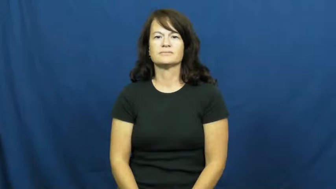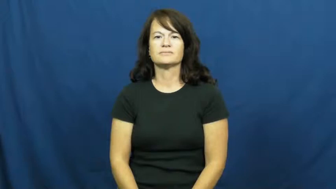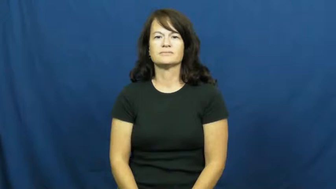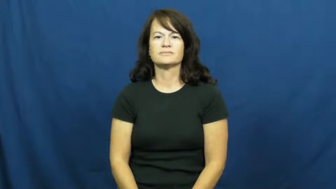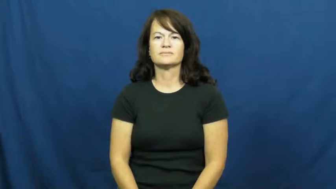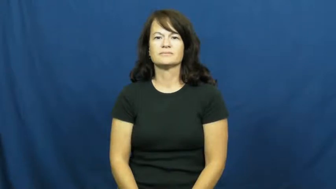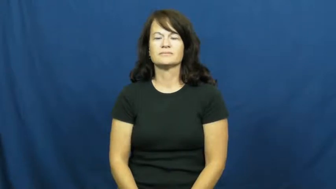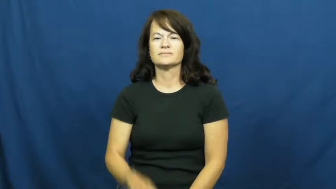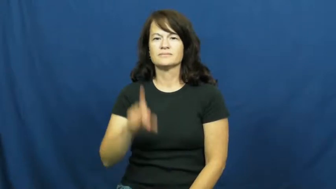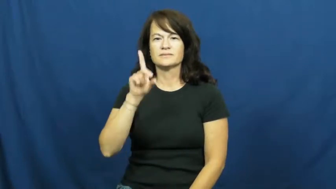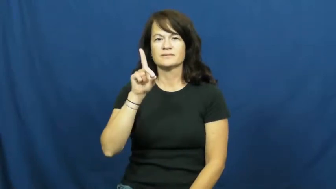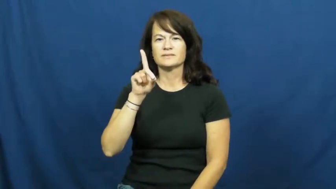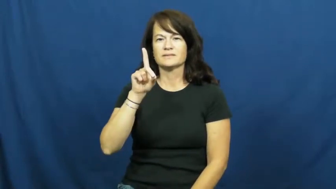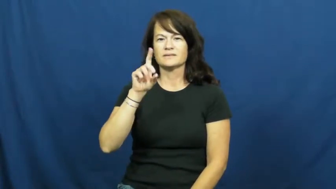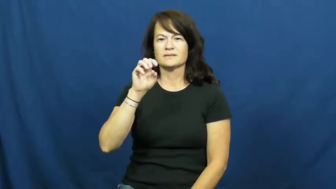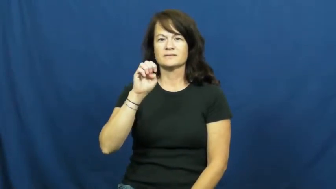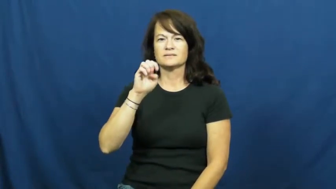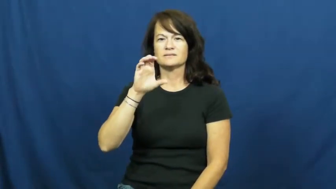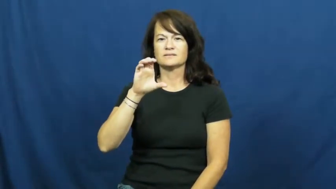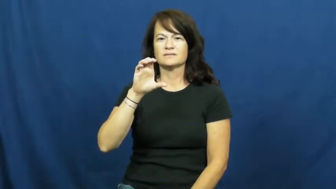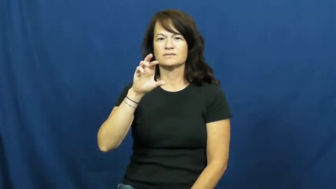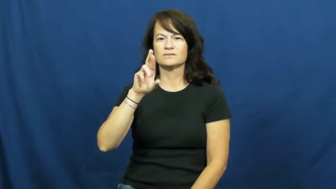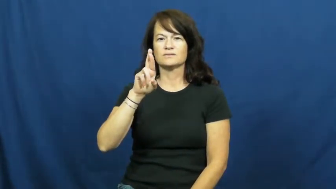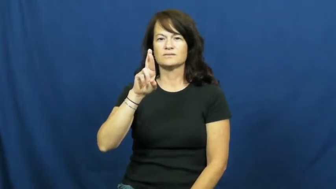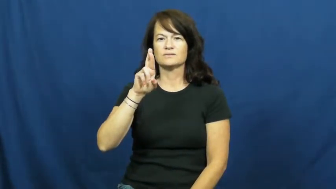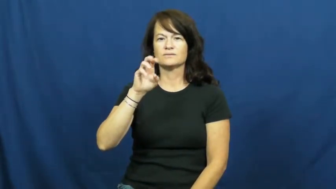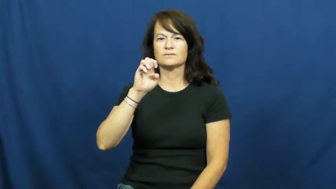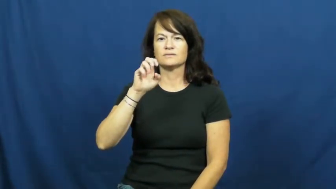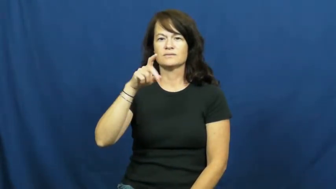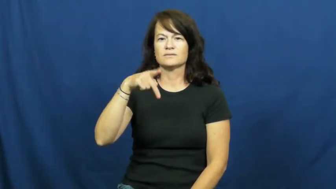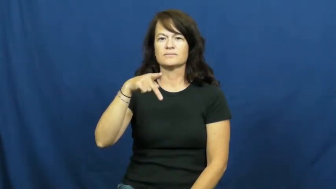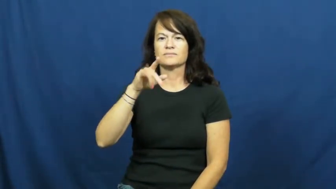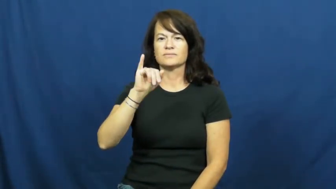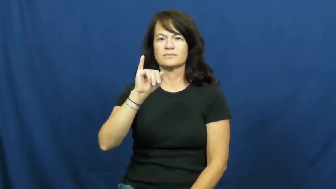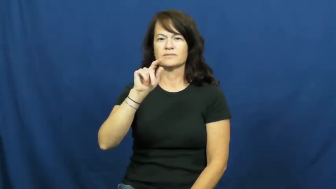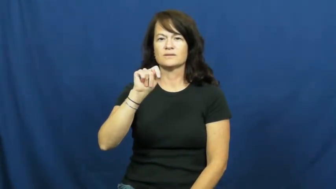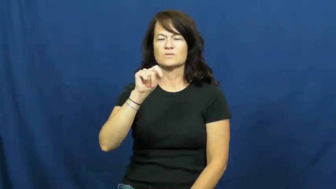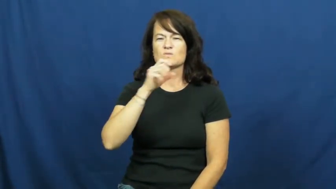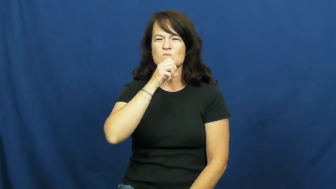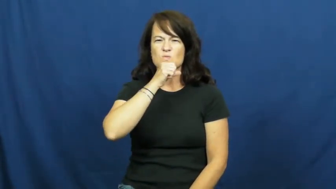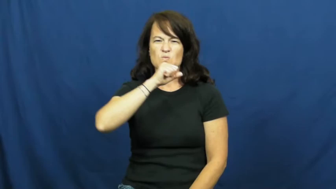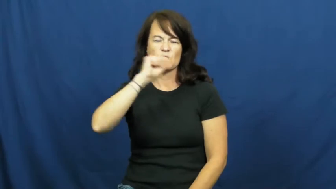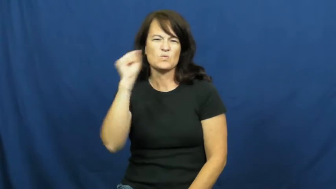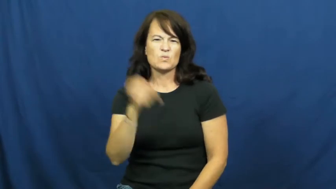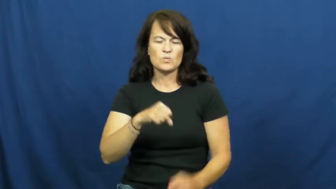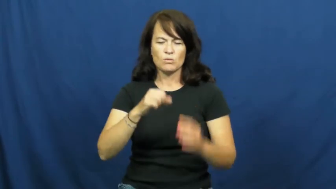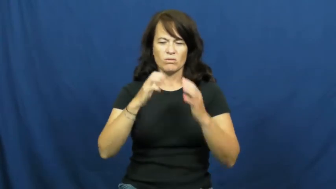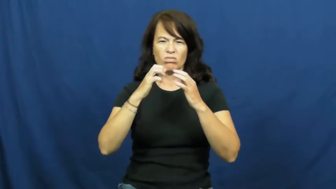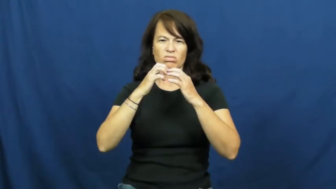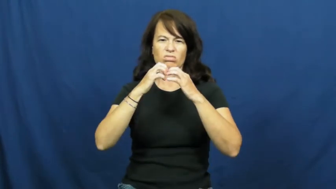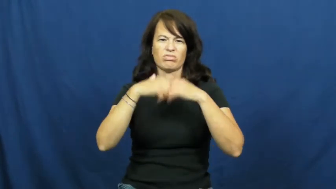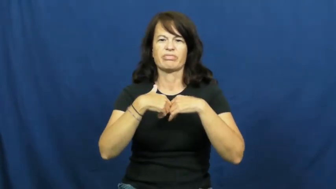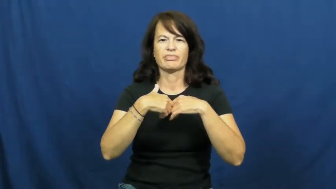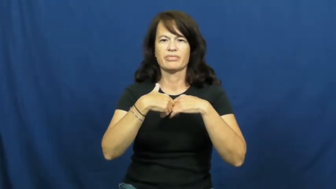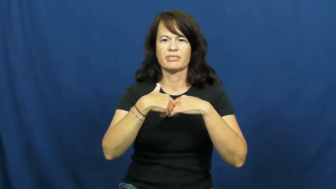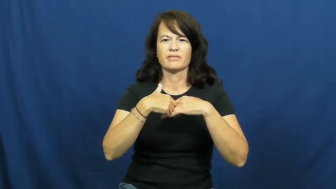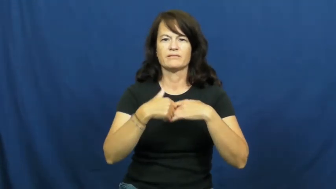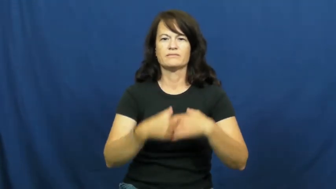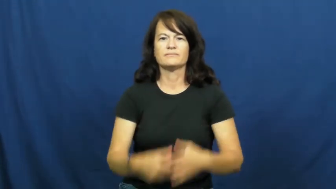decrepit-lousy